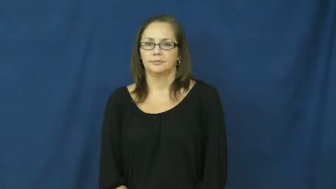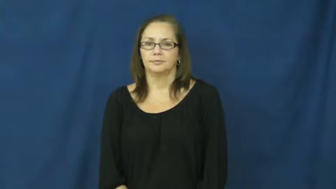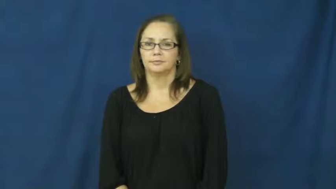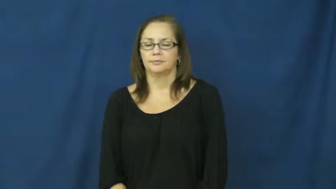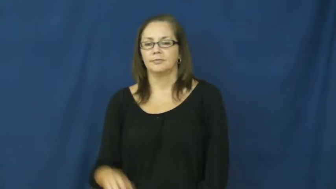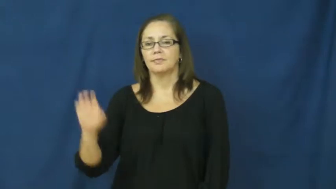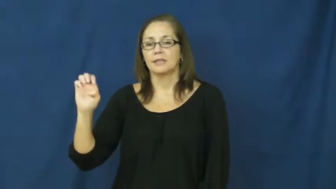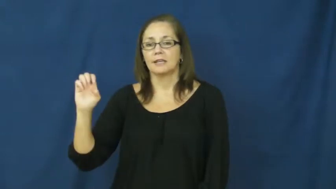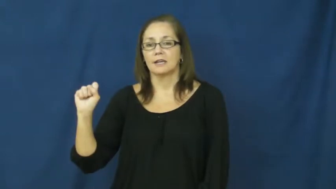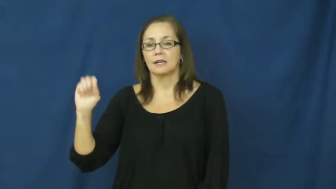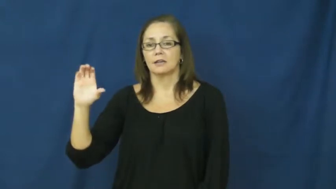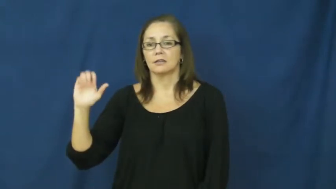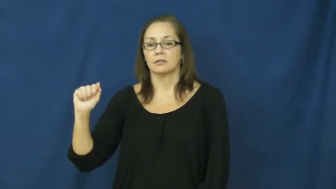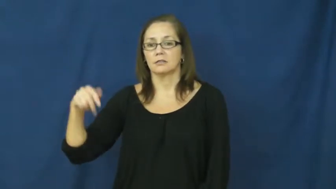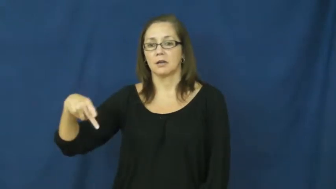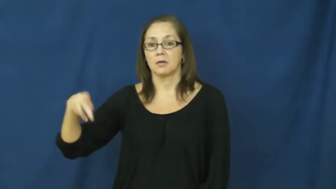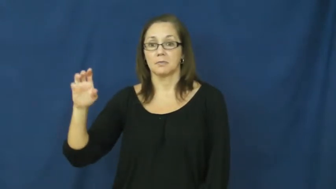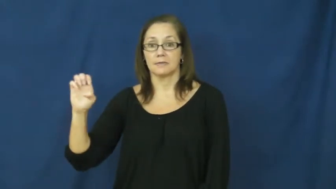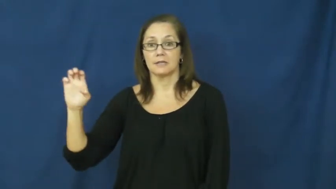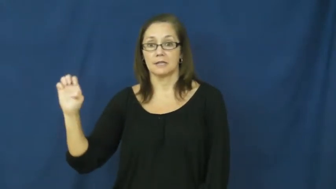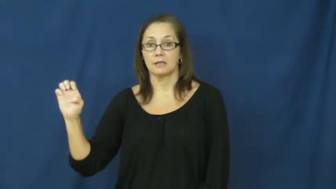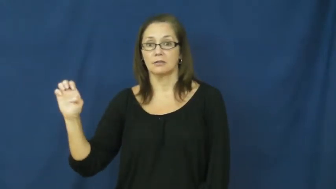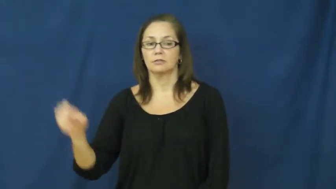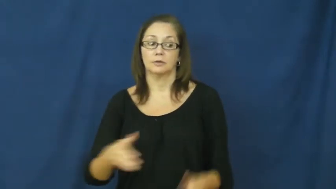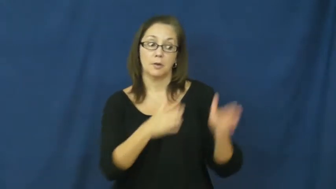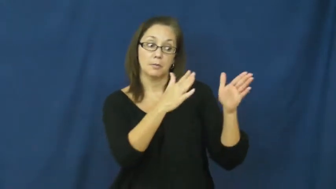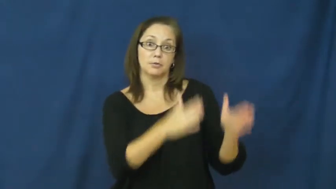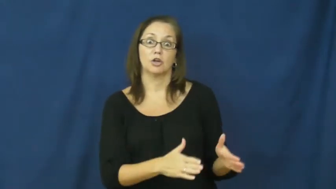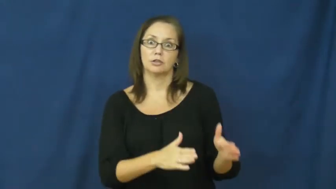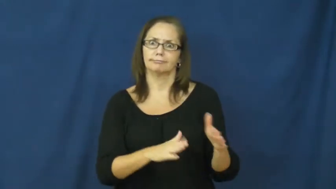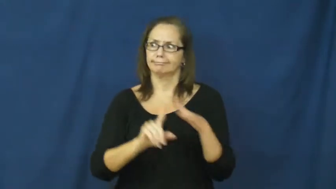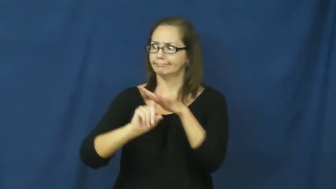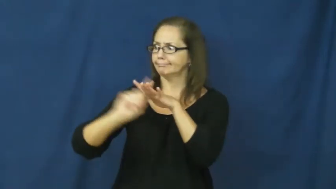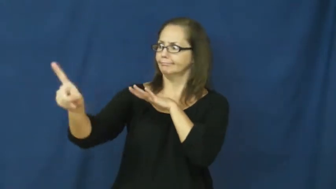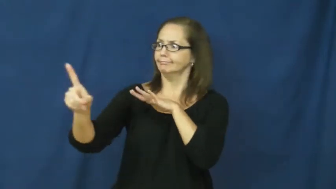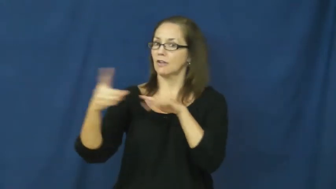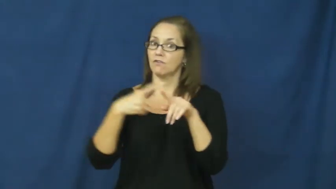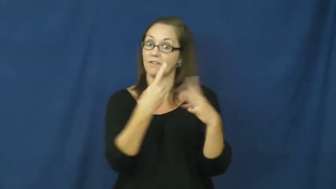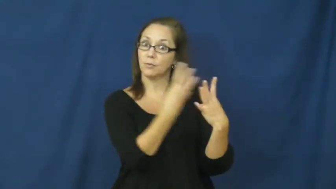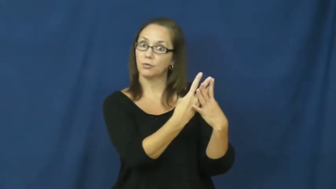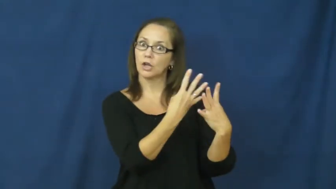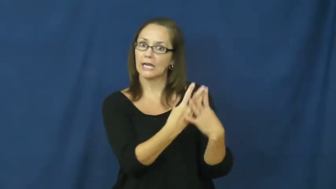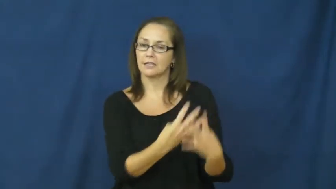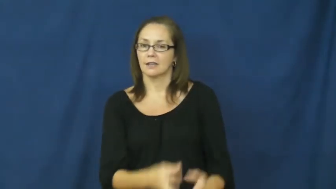escapee